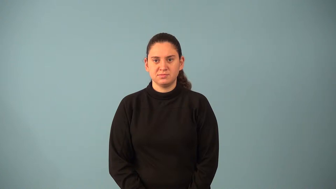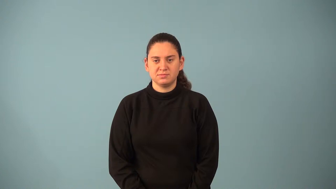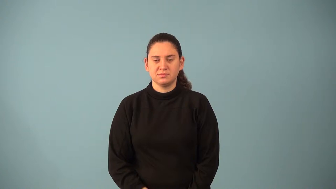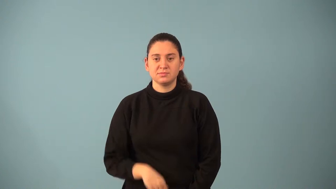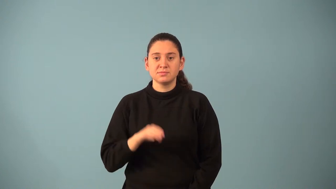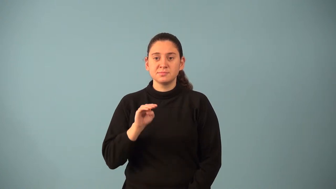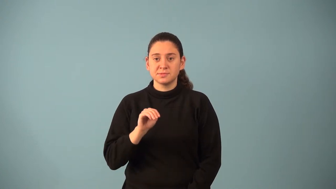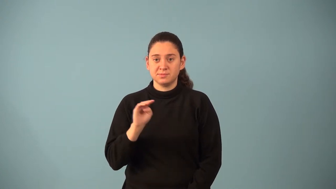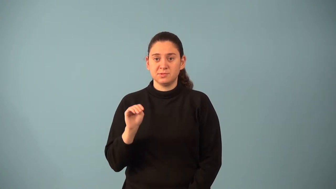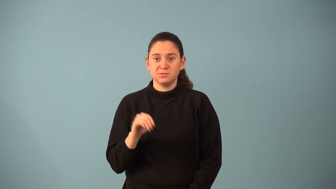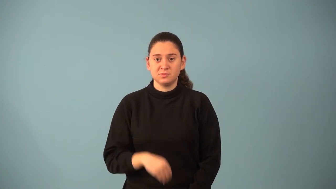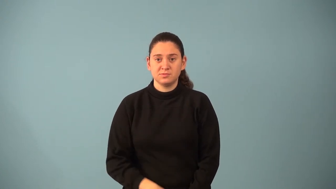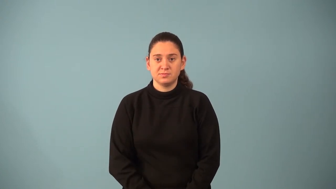millimeter